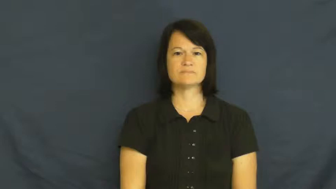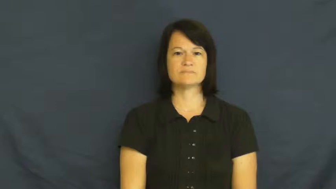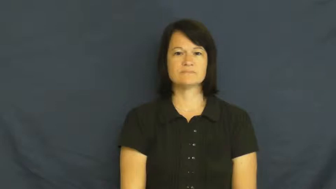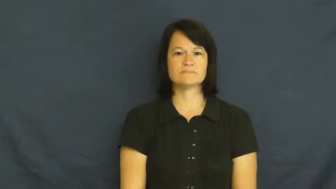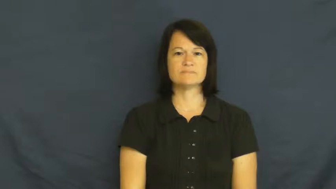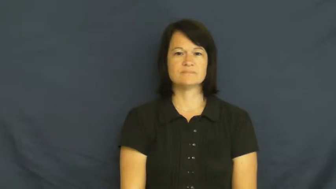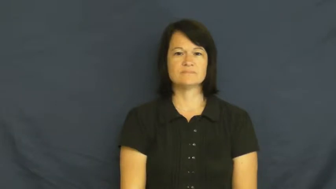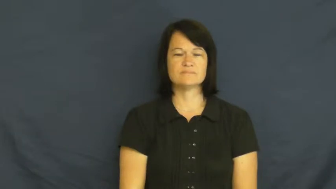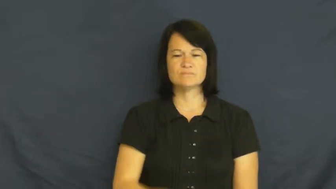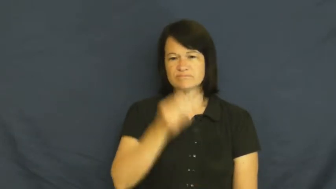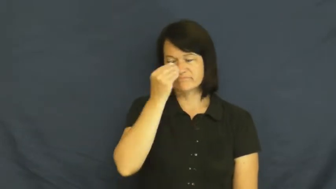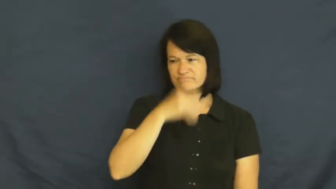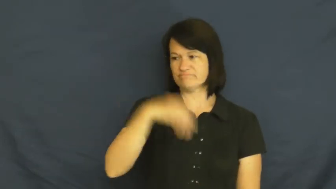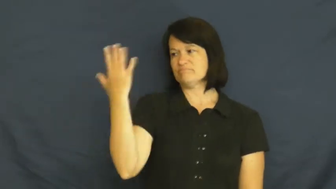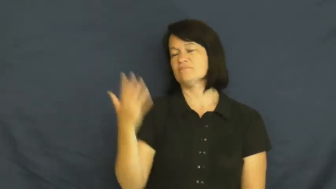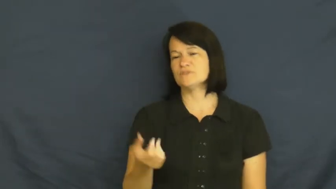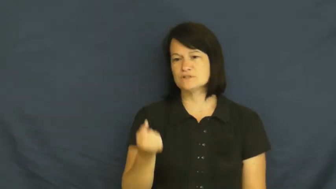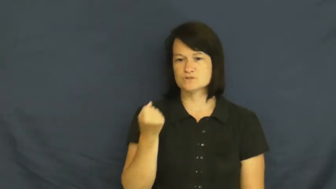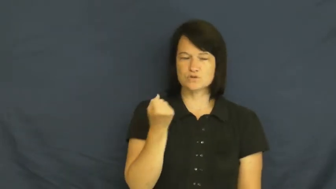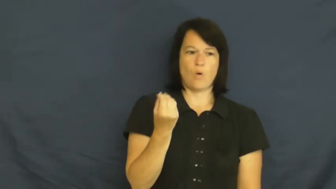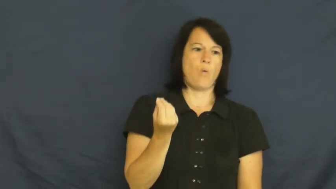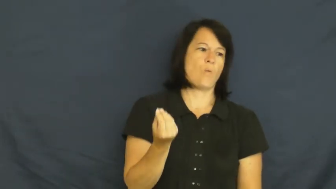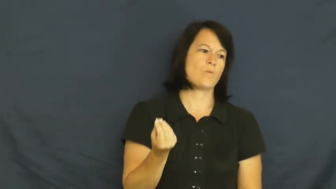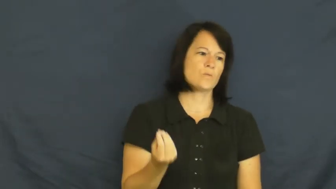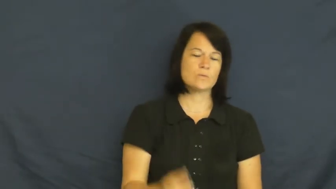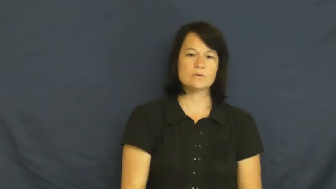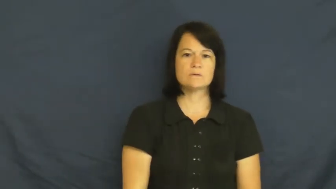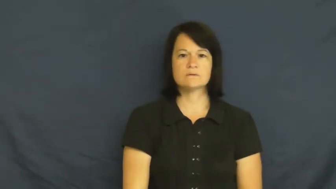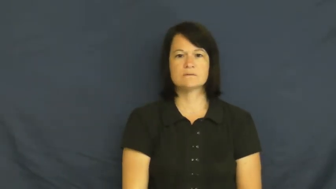so-who cares